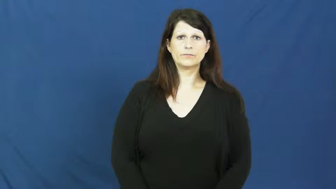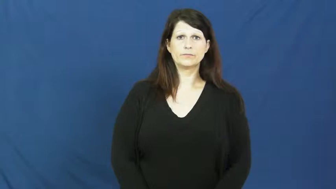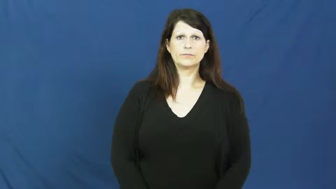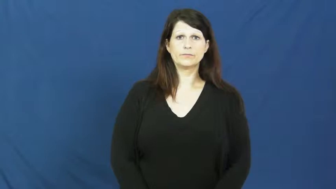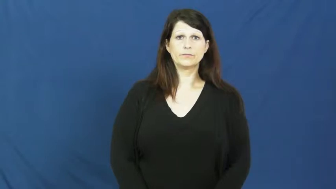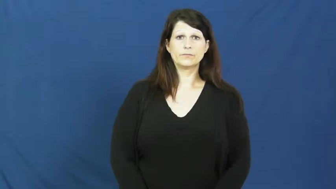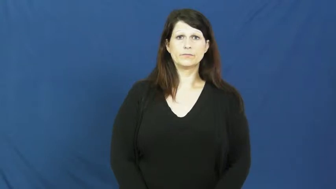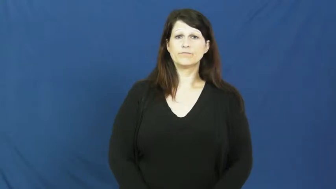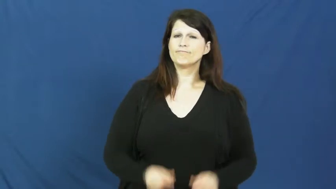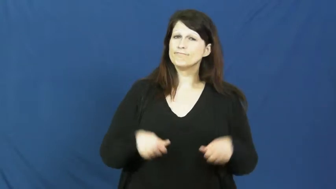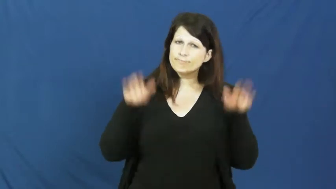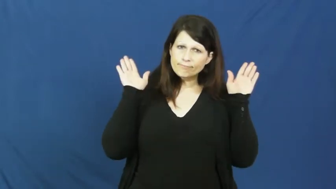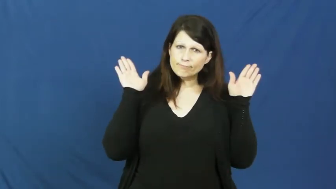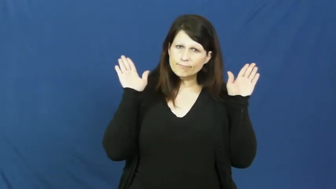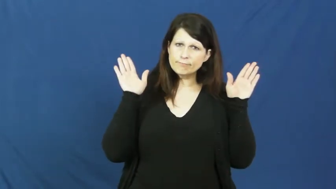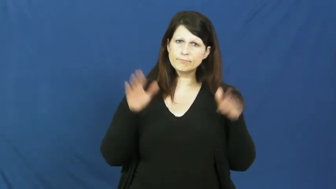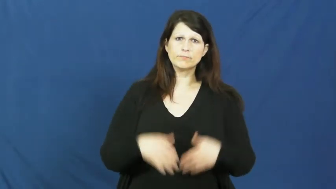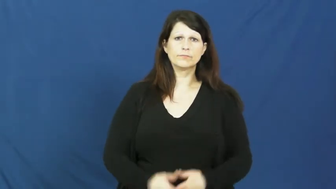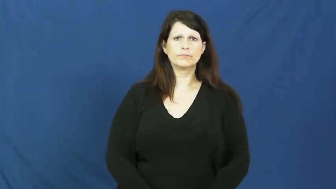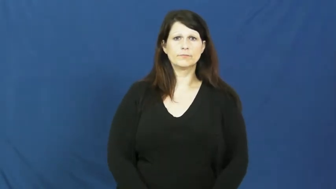surrender,quit,give up,quit on,lie down,yield to,yield,submit,capitulate,fall,abnegate